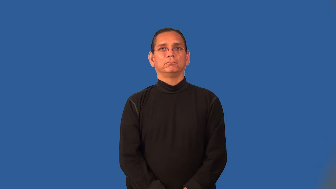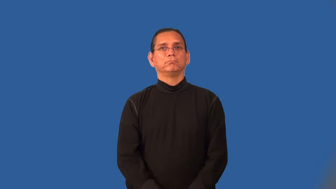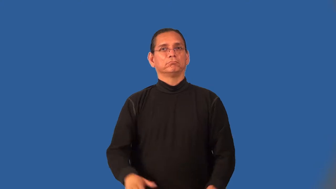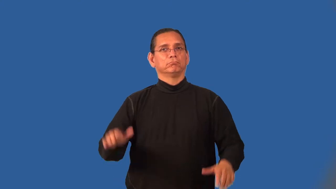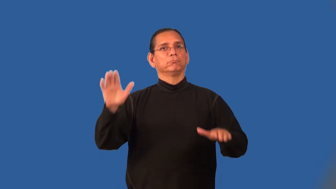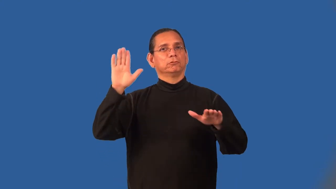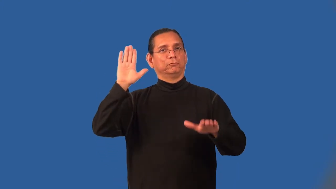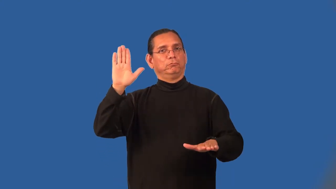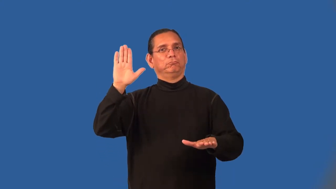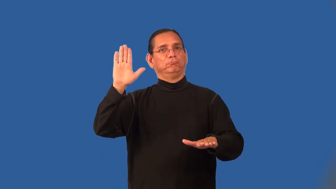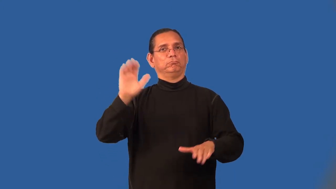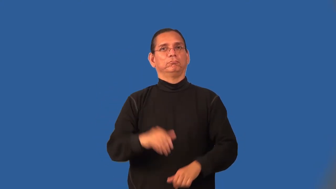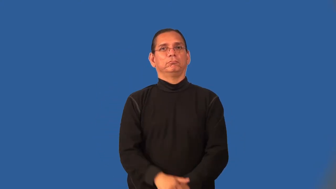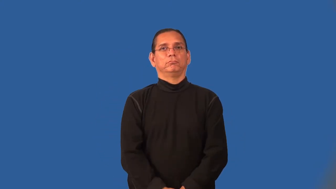oath